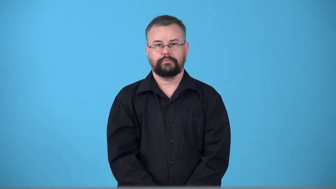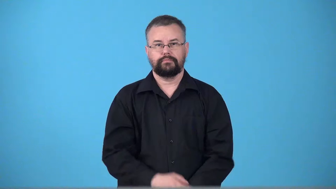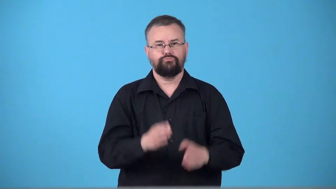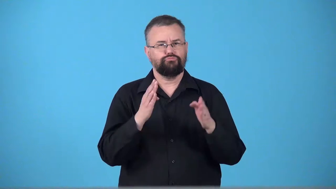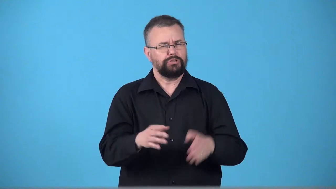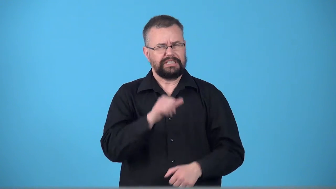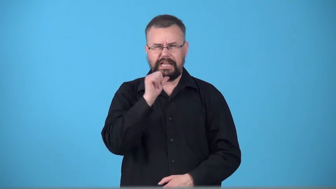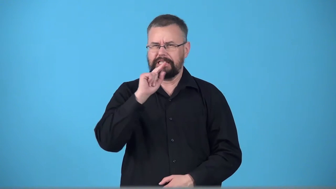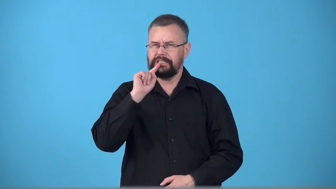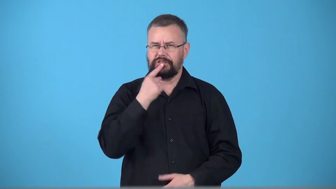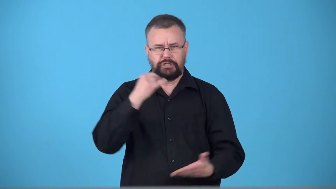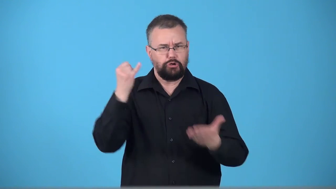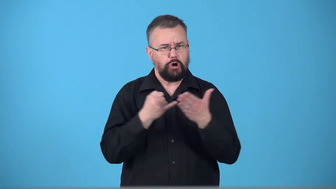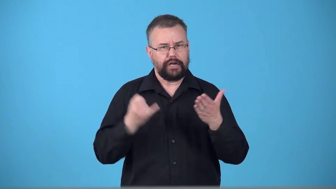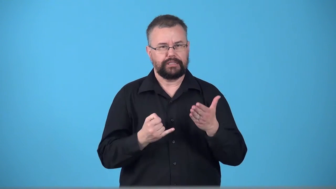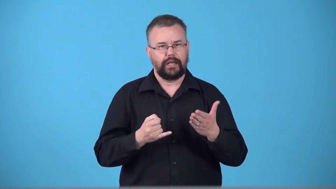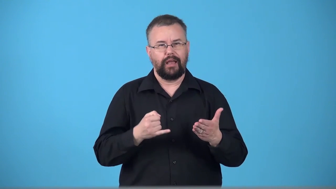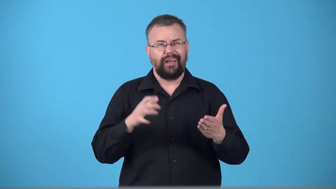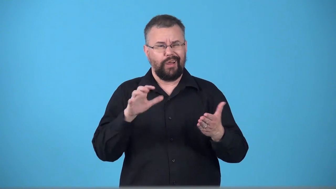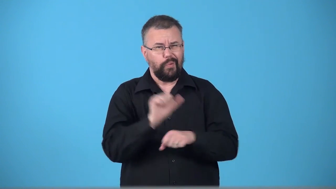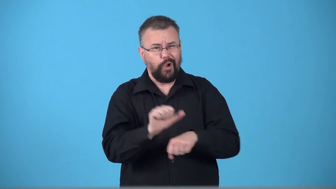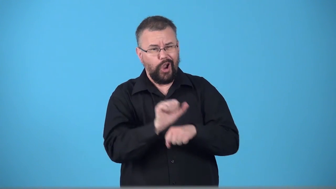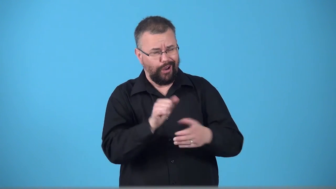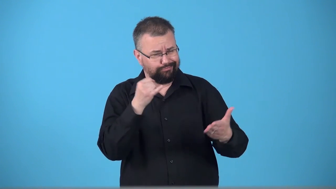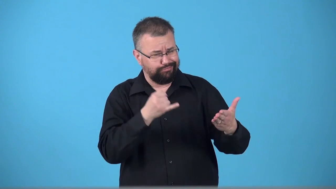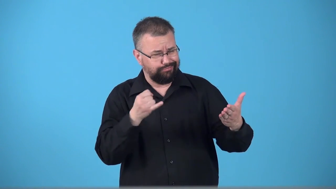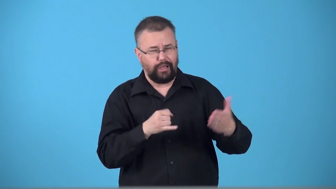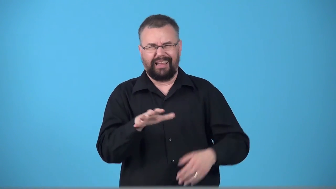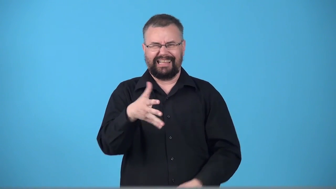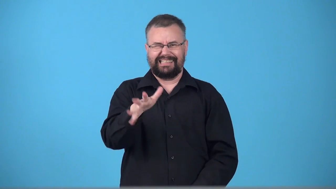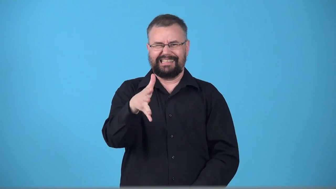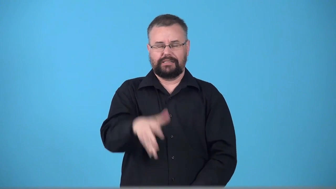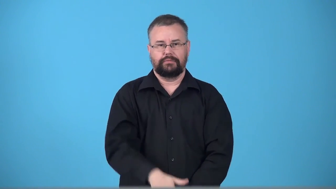trifler